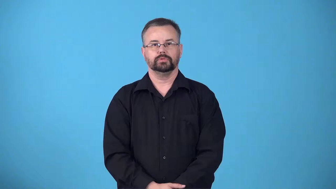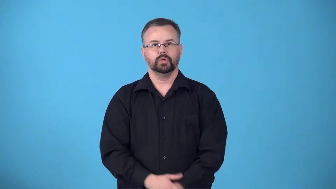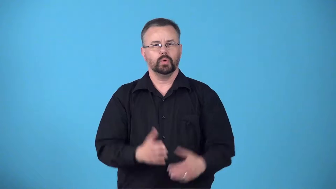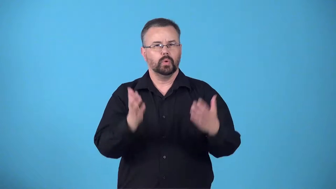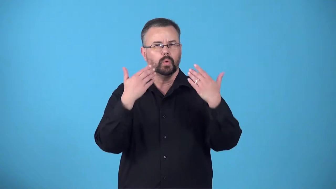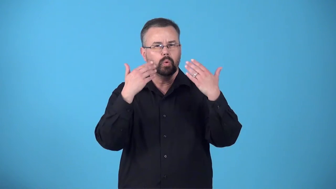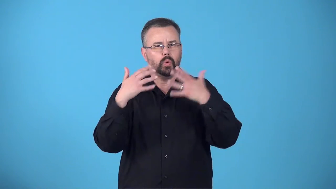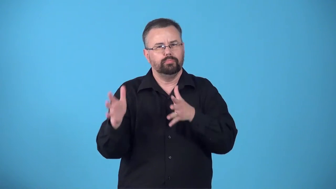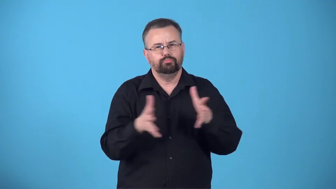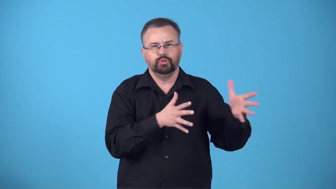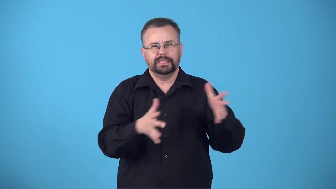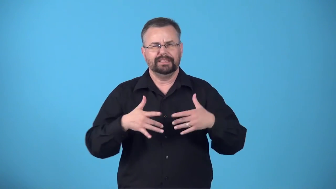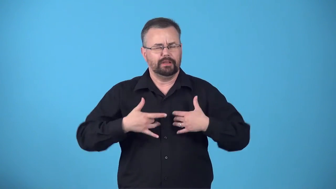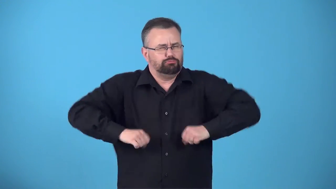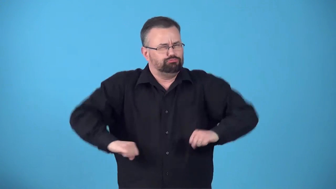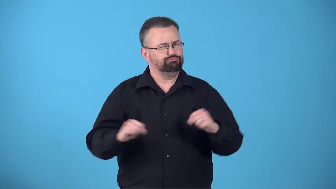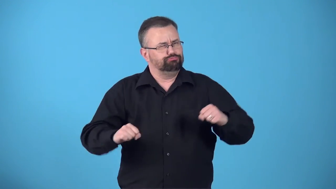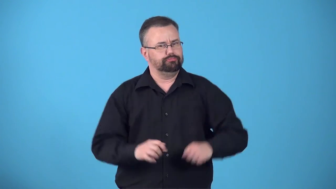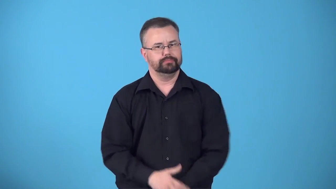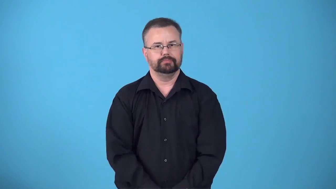bracing-cold that refreshes you